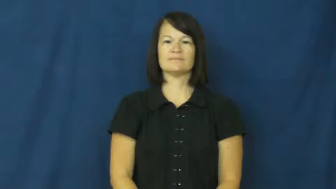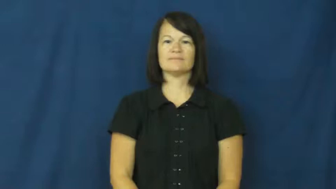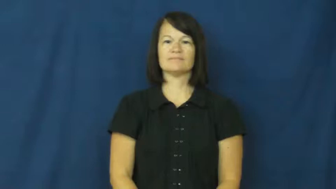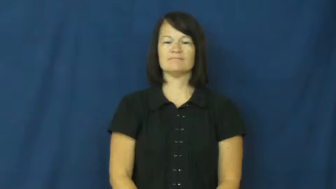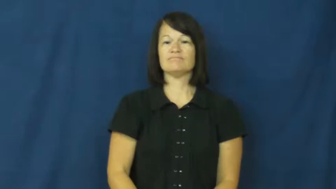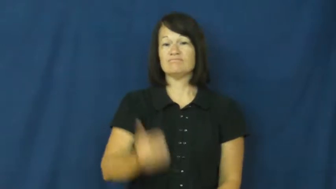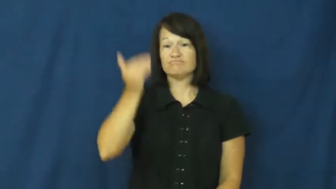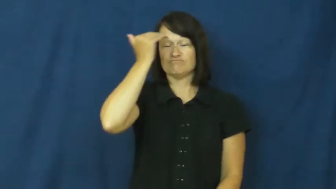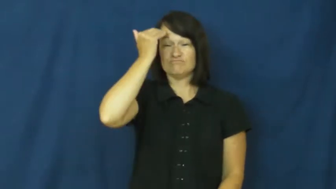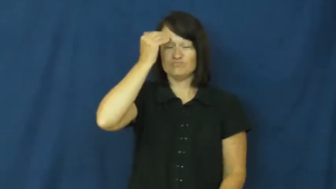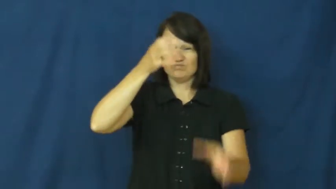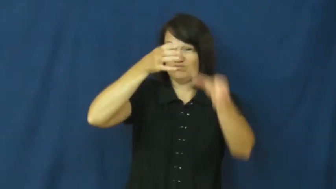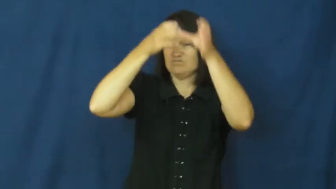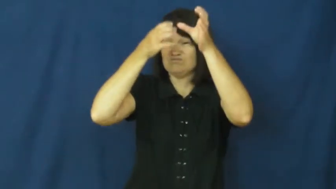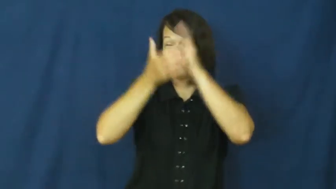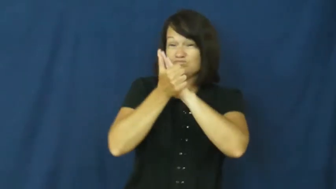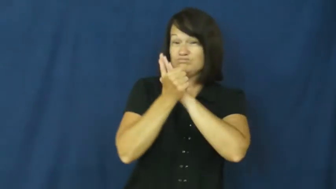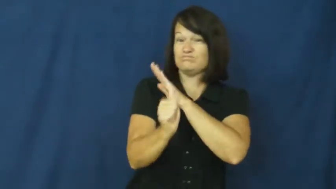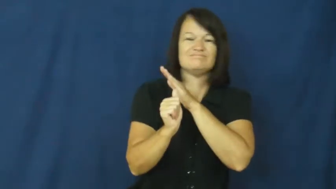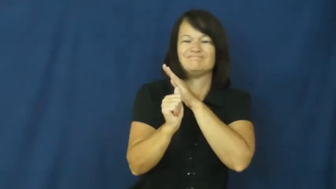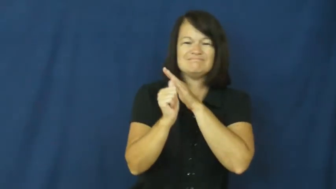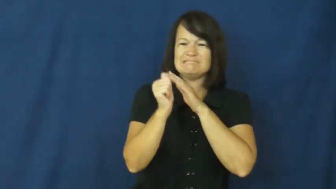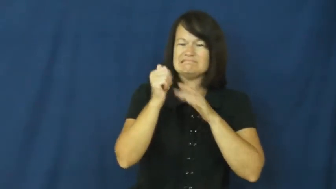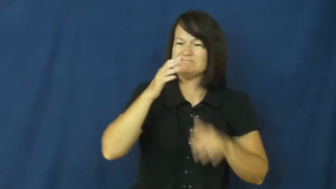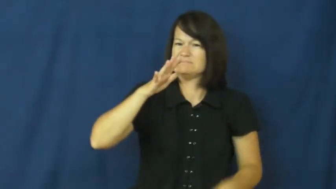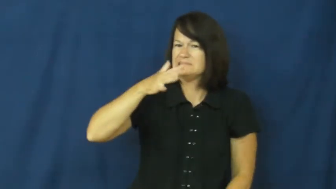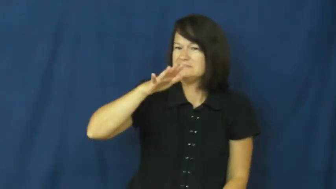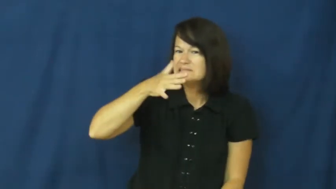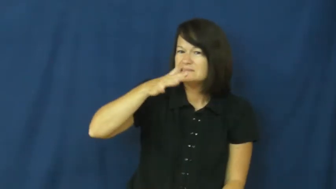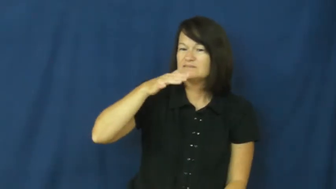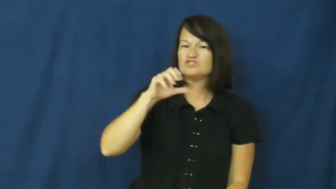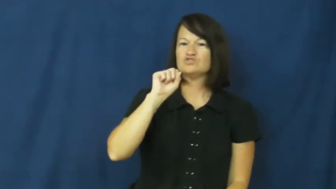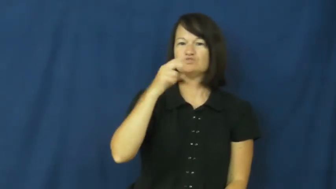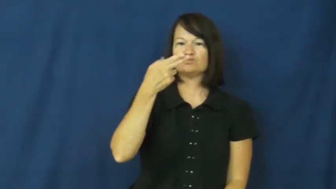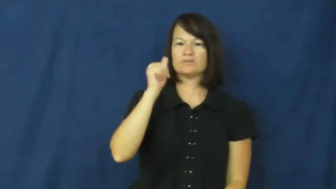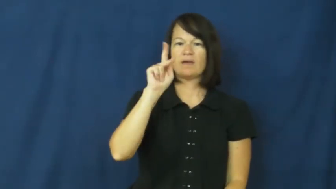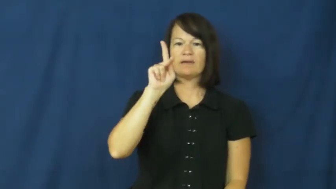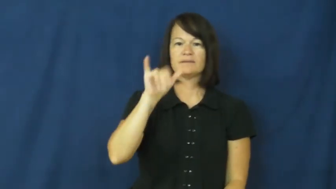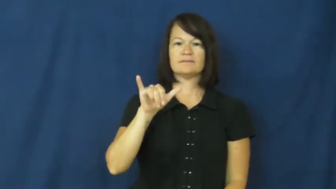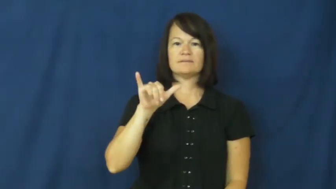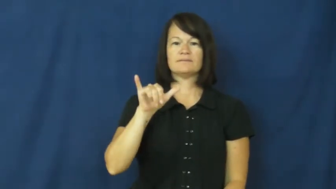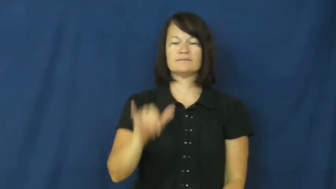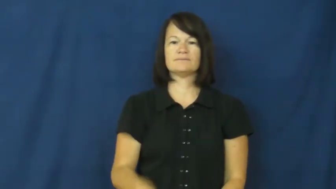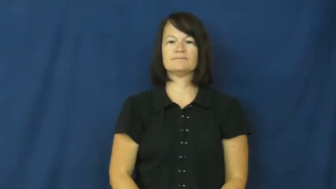shaky-knowledge